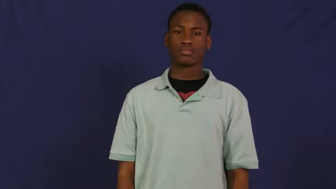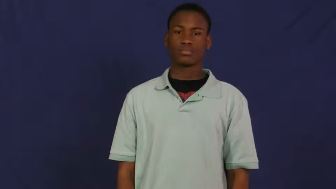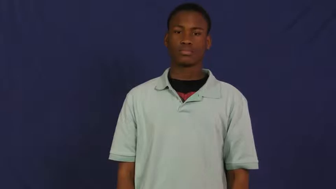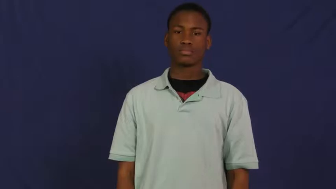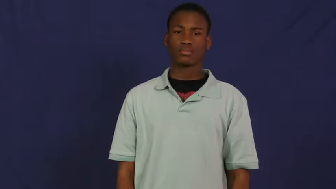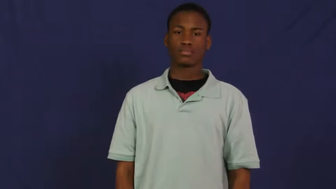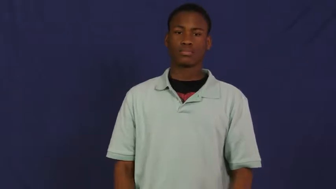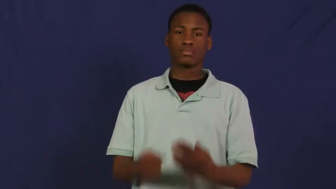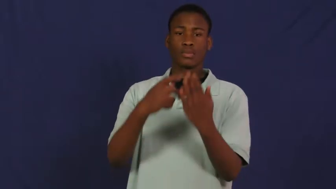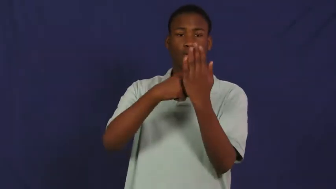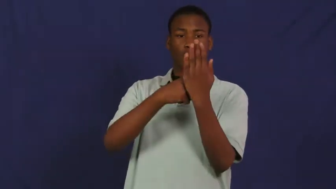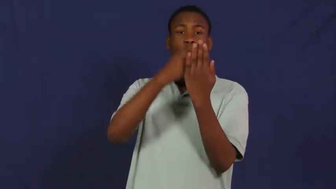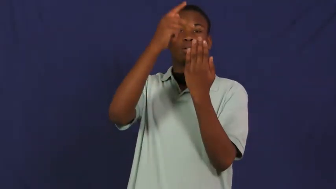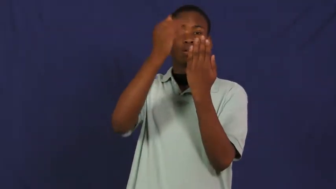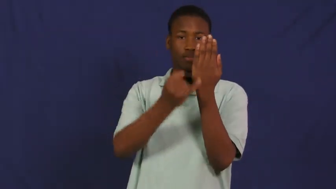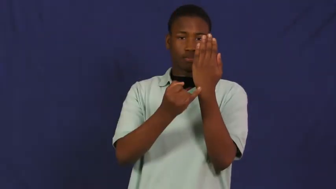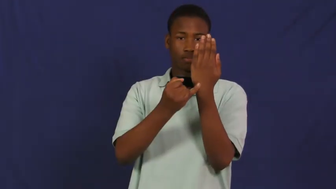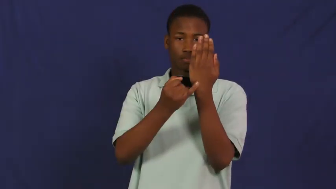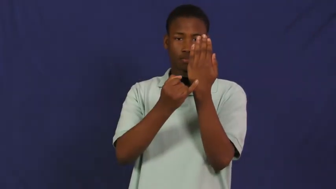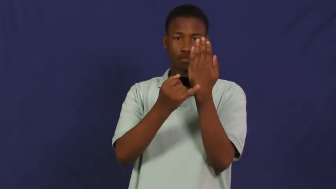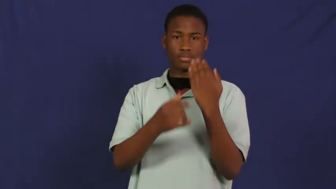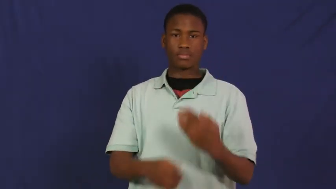project,initiative-noun